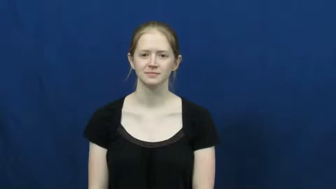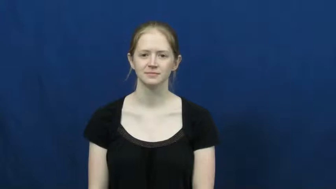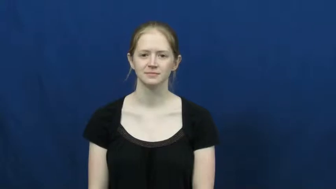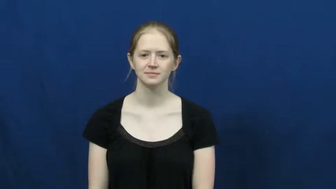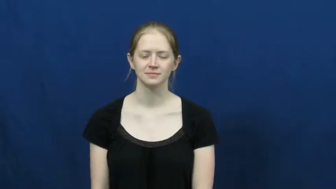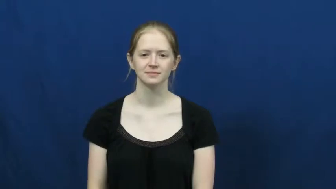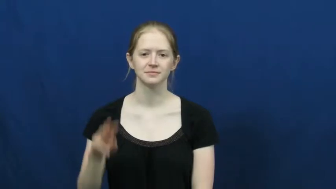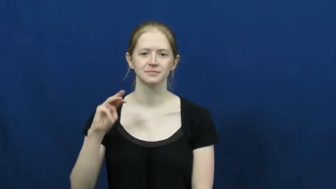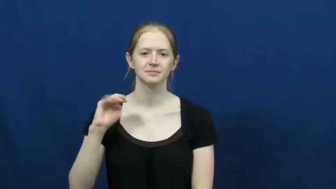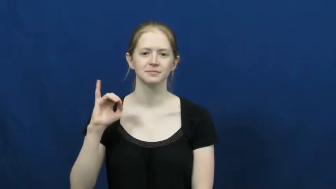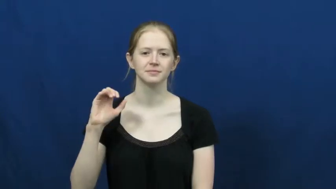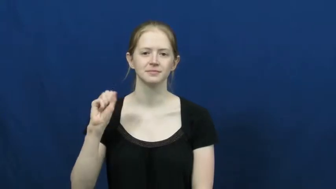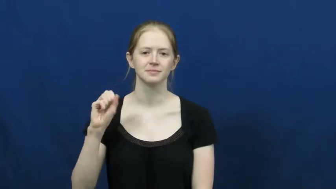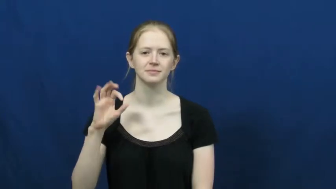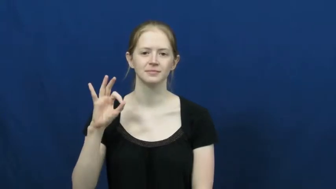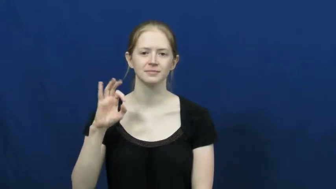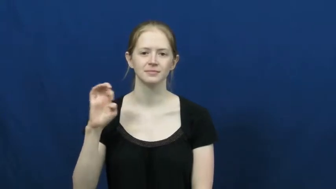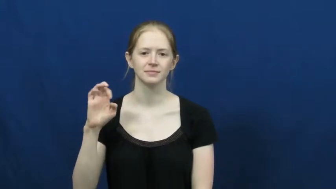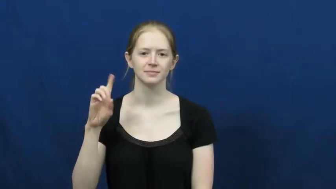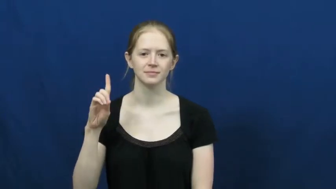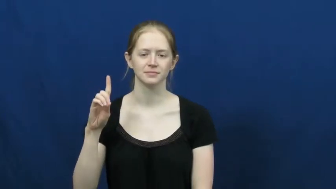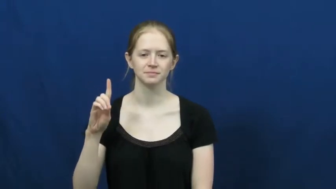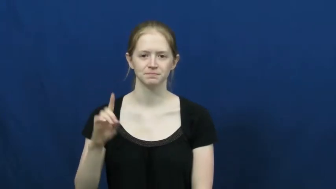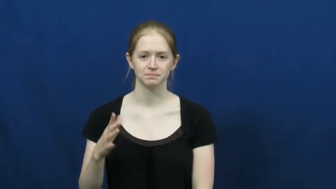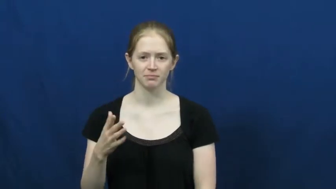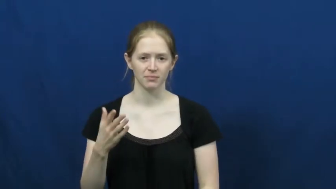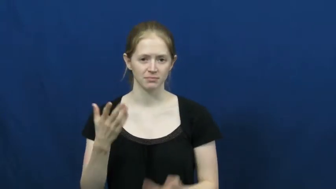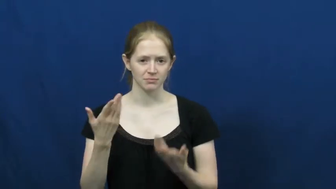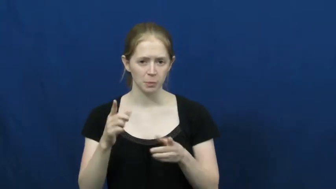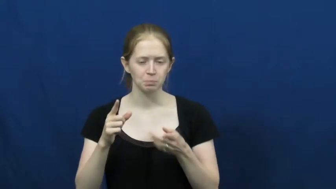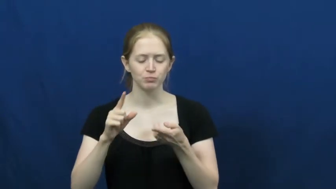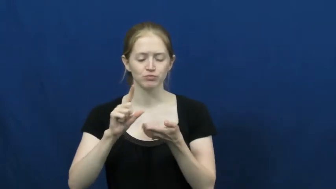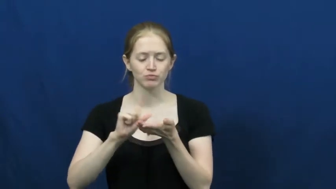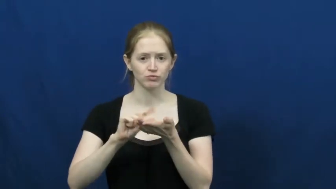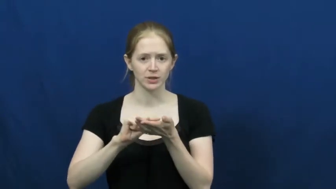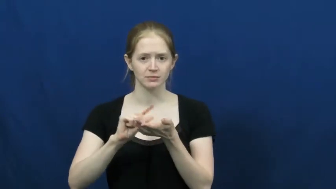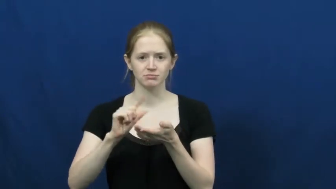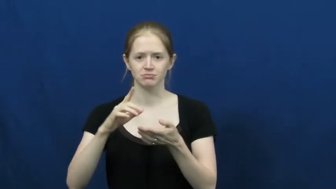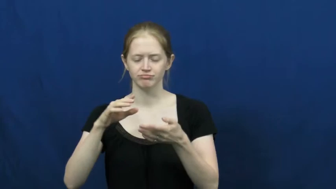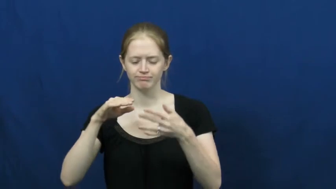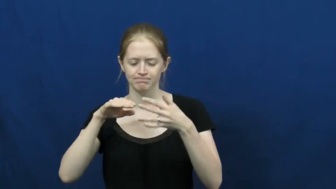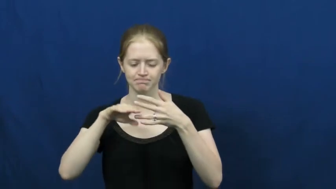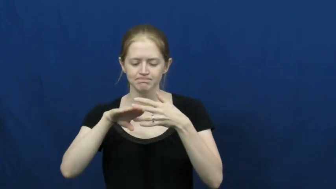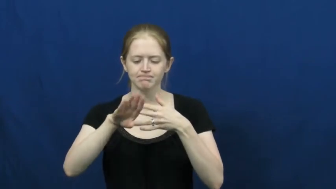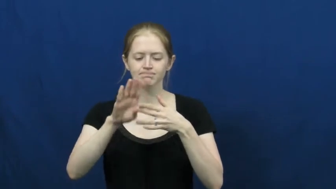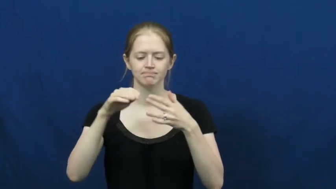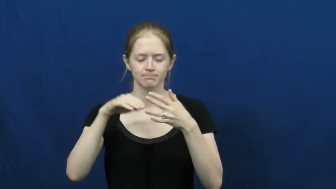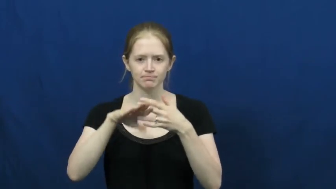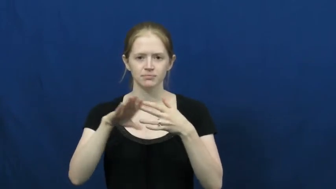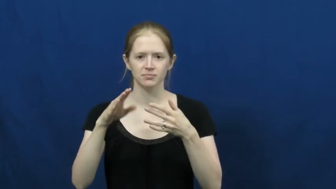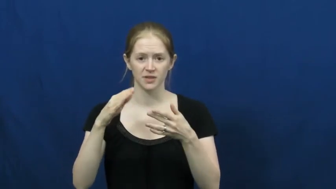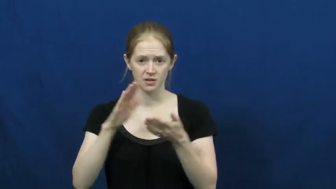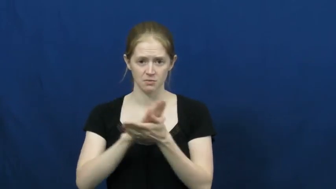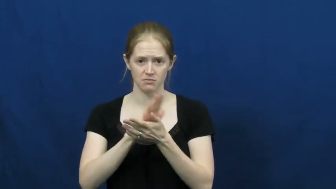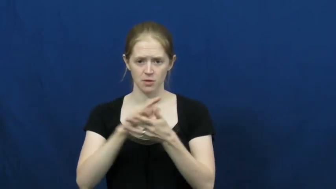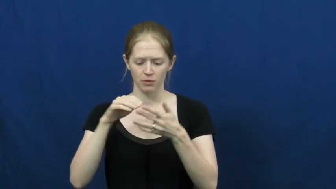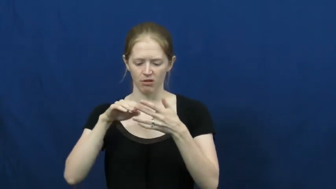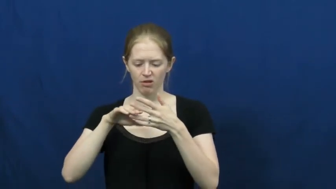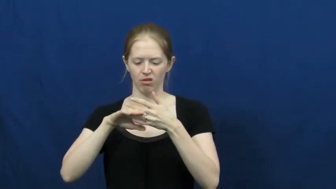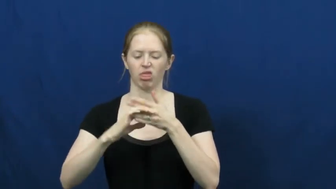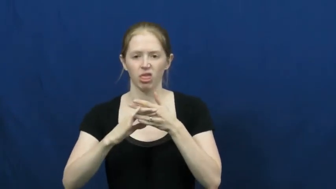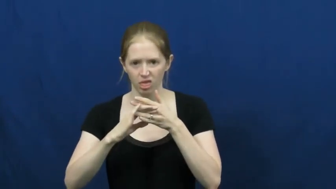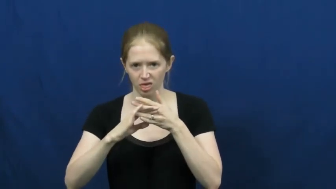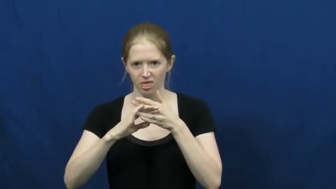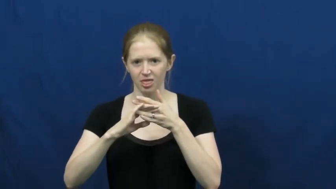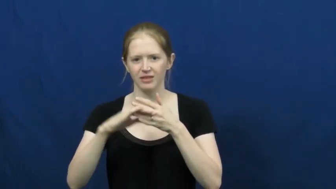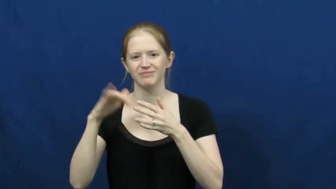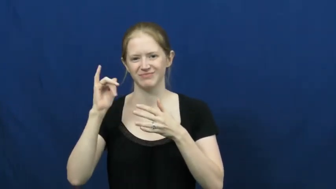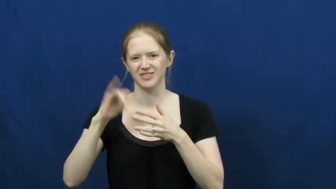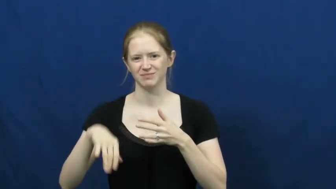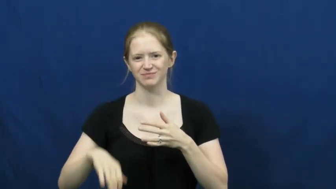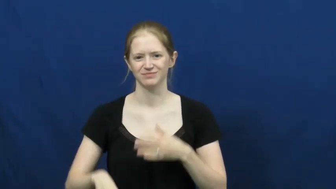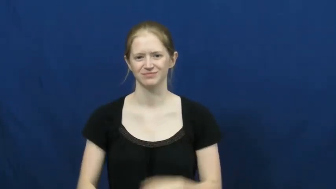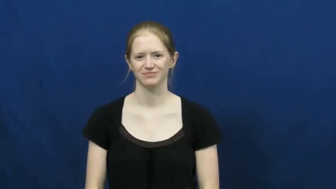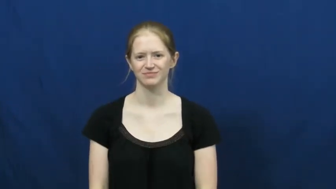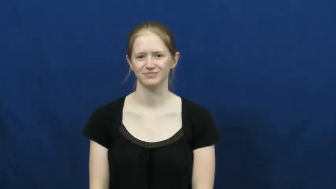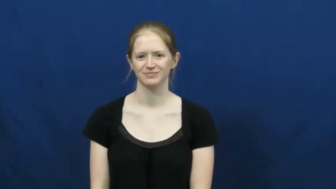misfeed